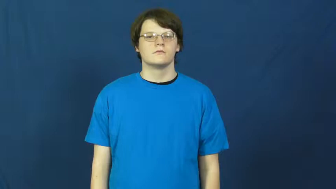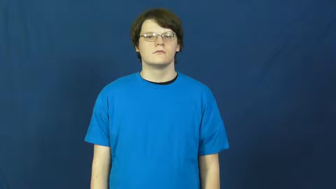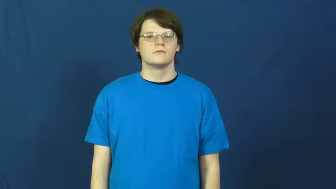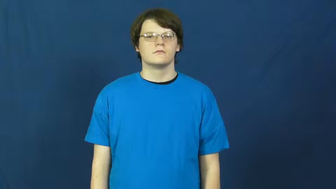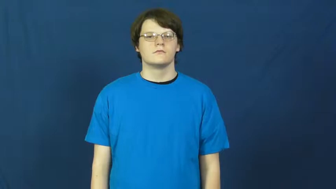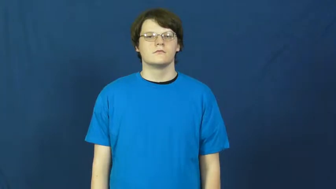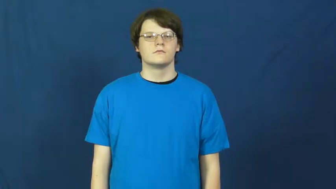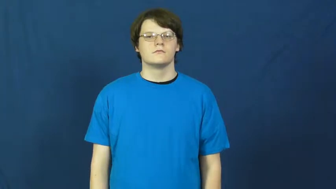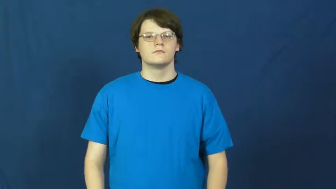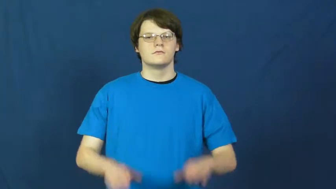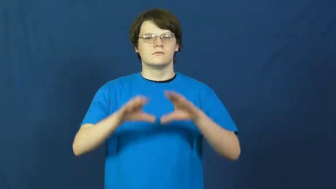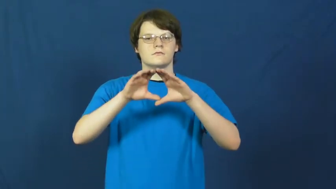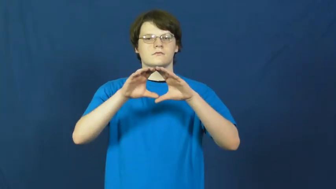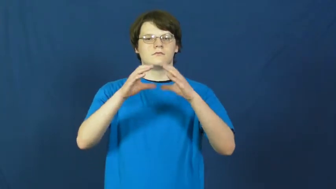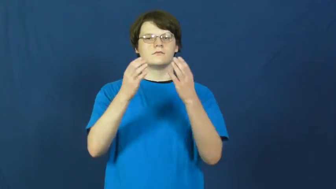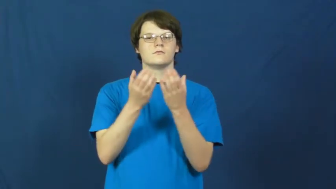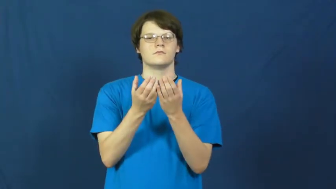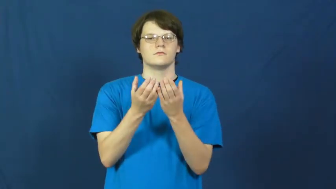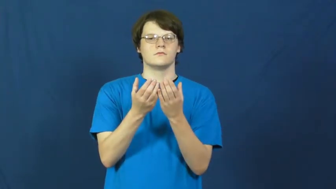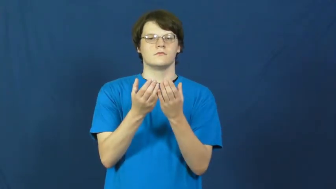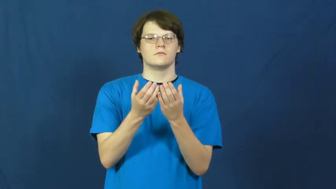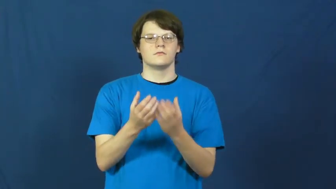set,module,unit-group